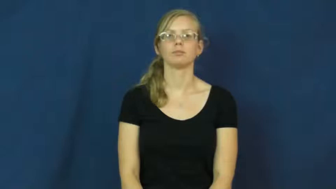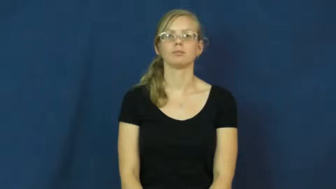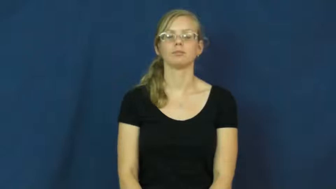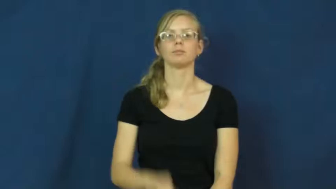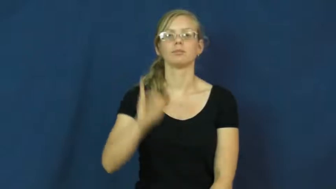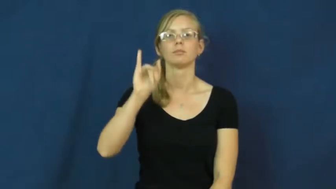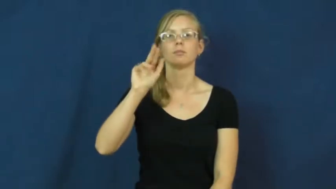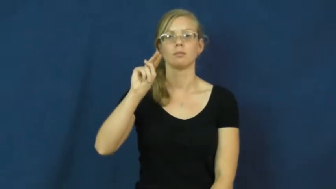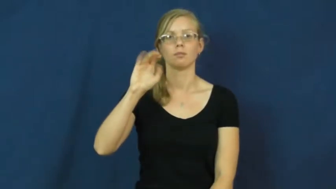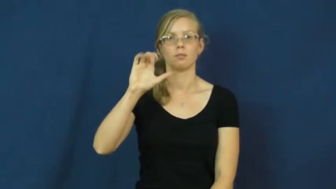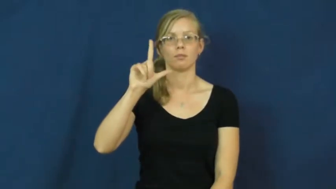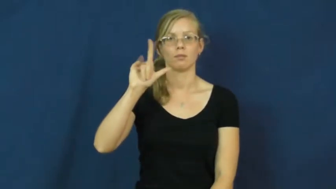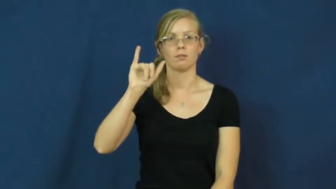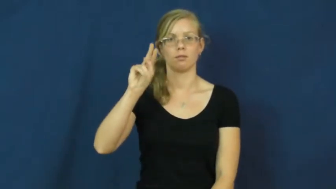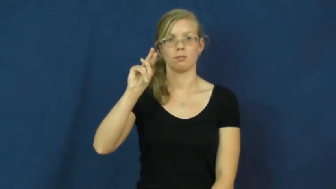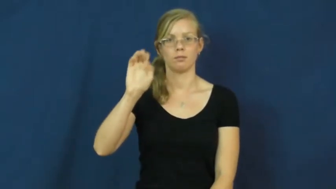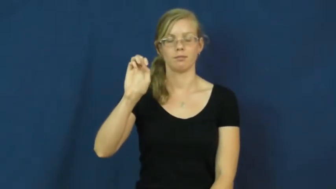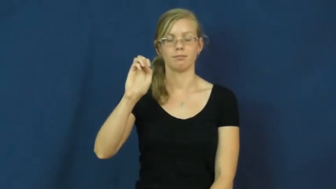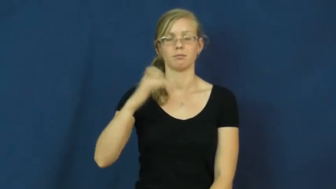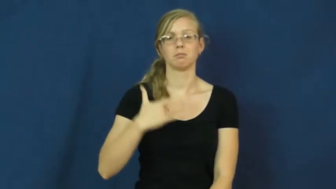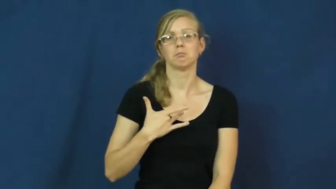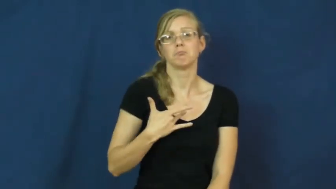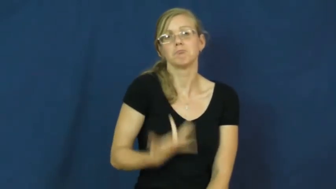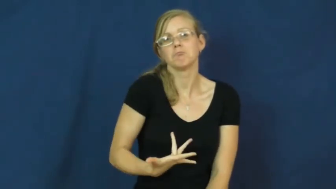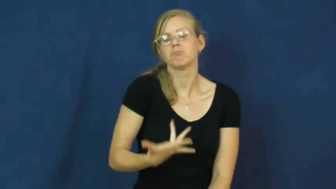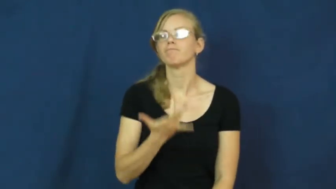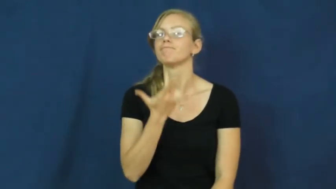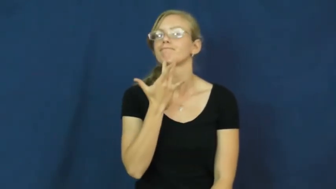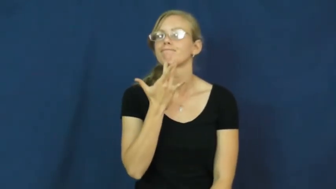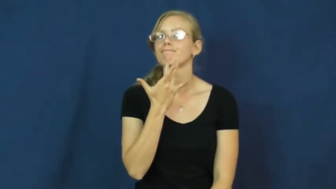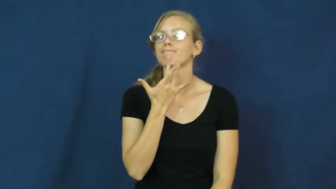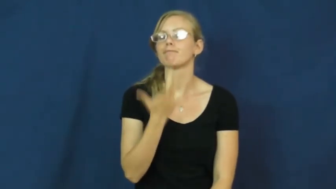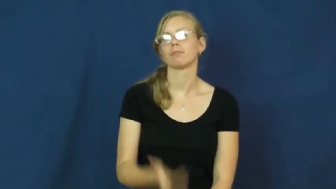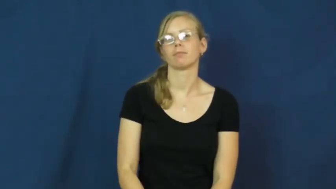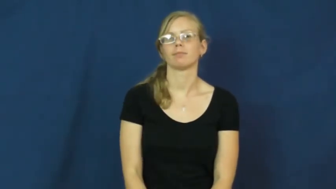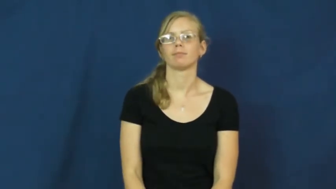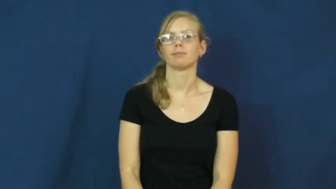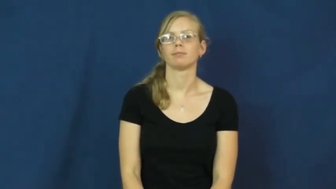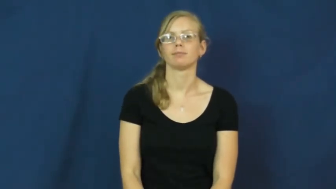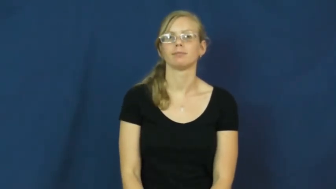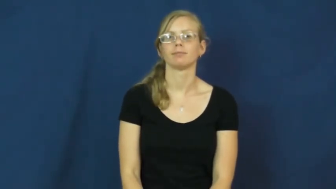inclined